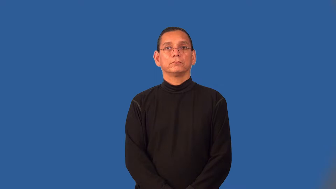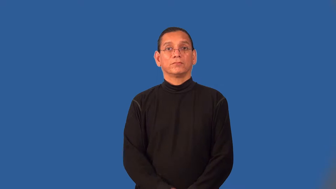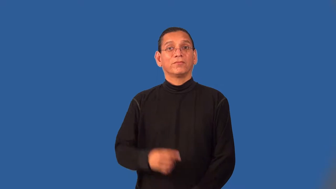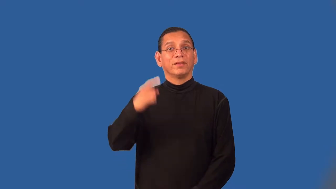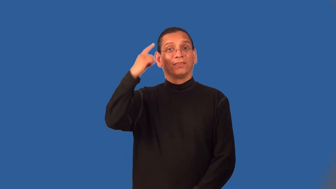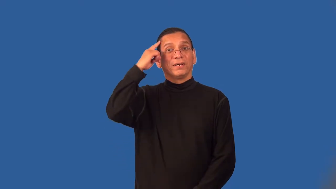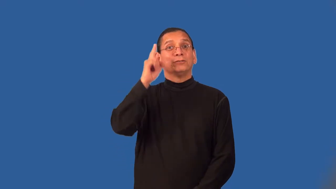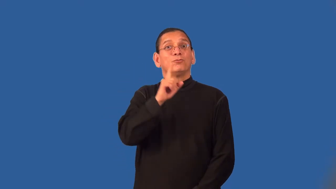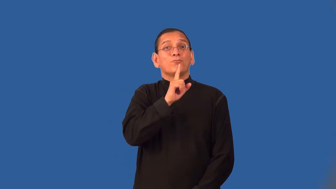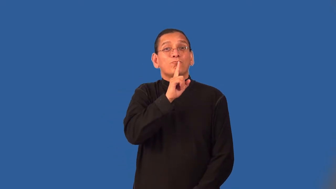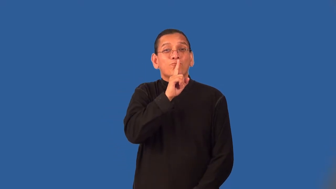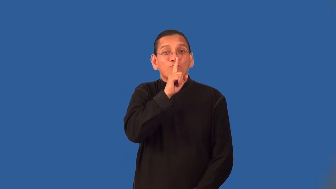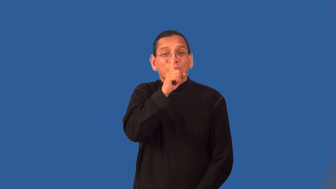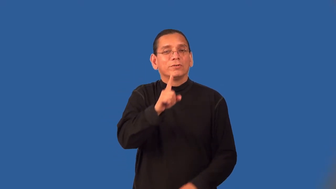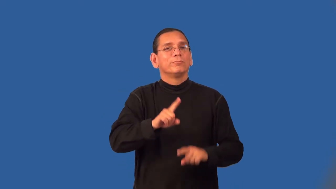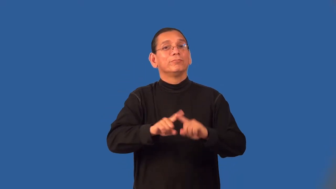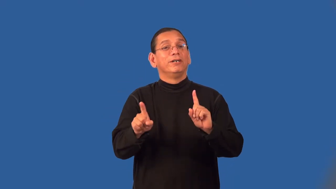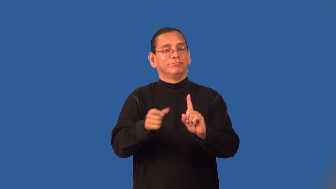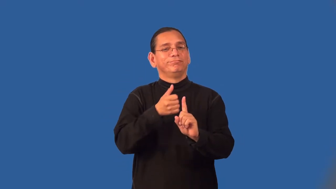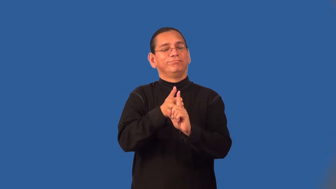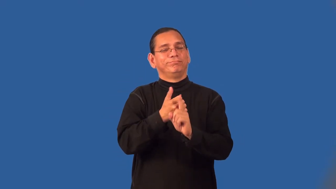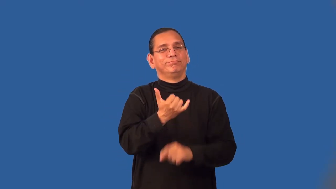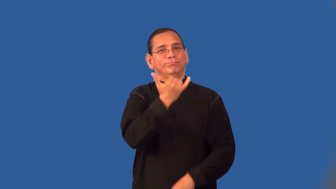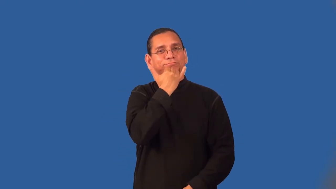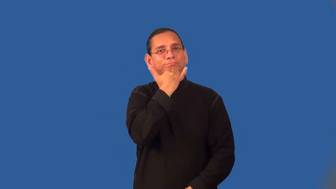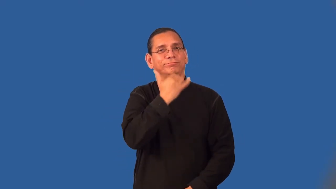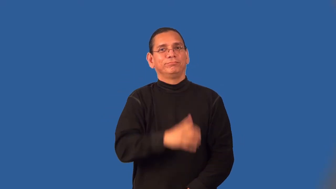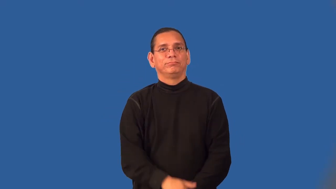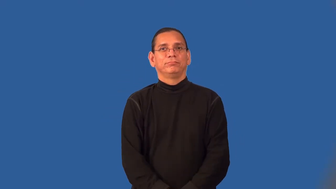specious